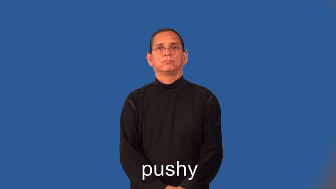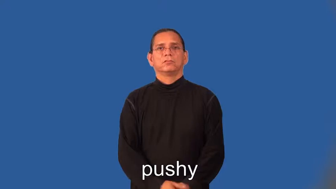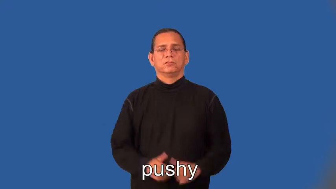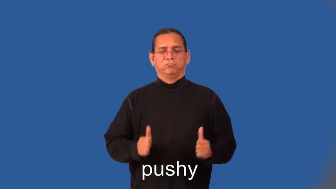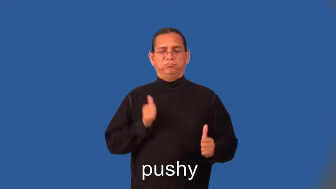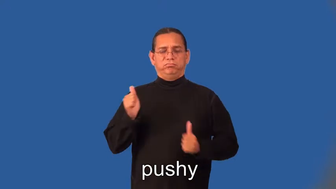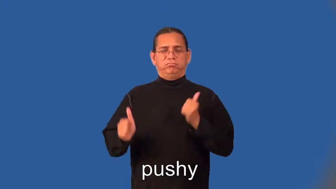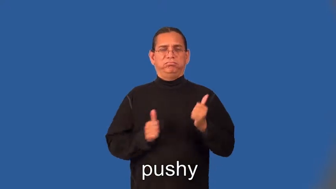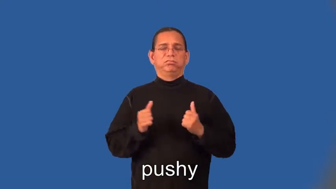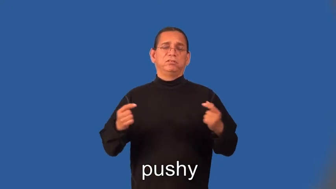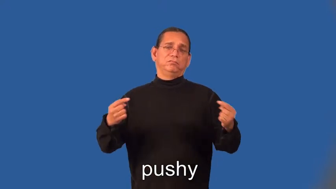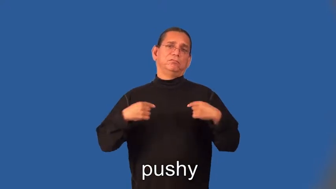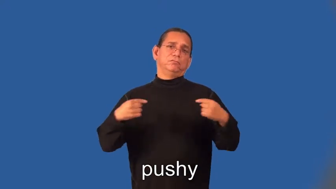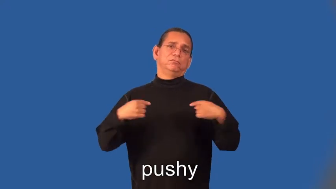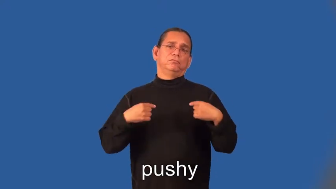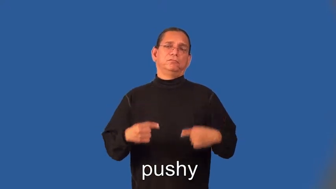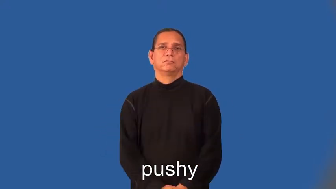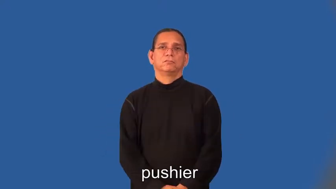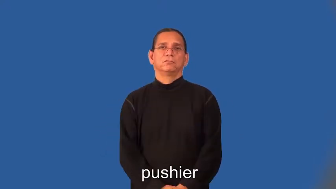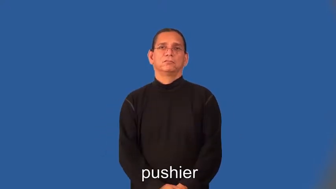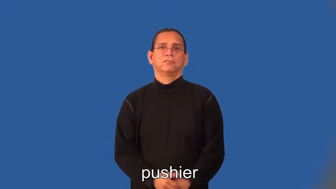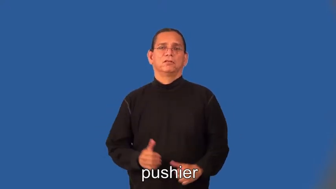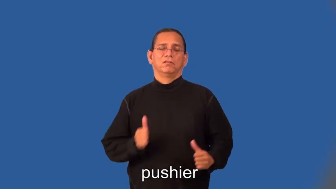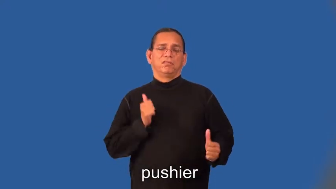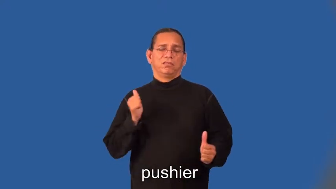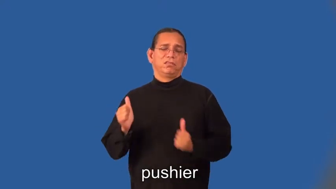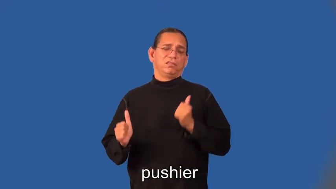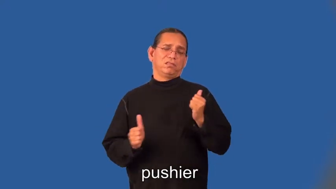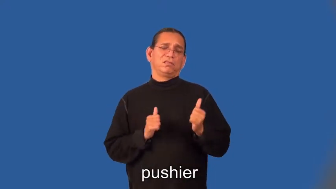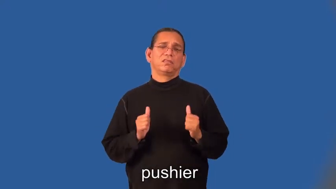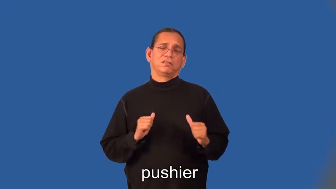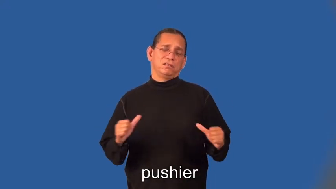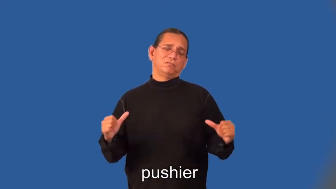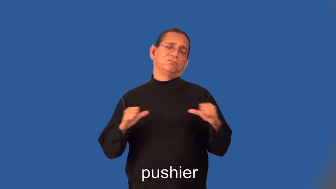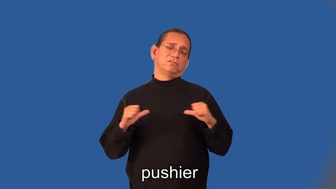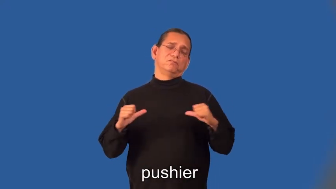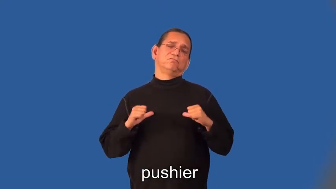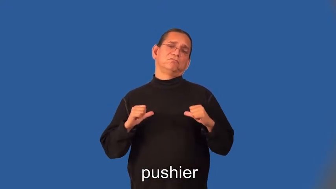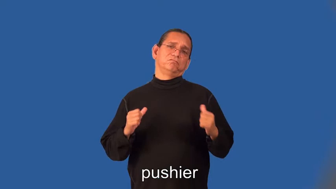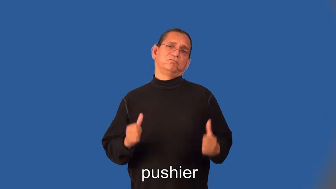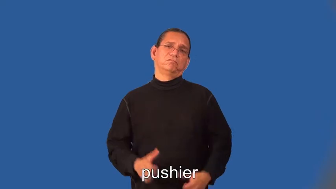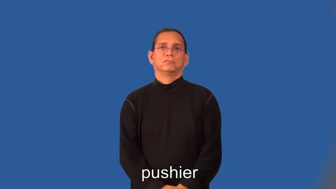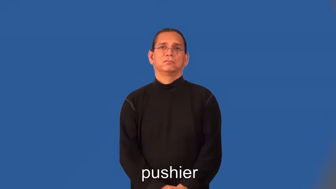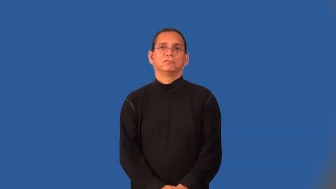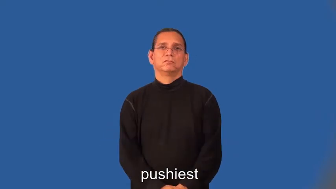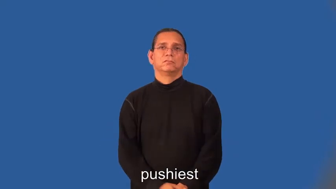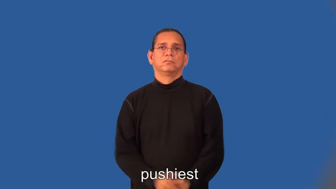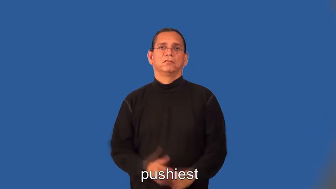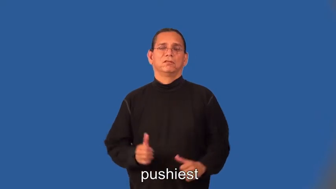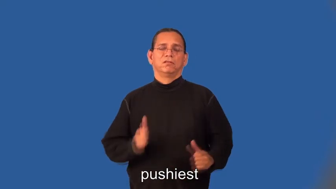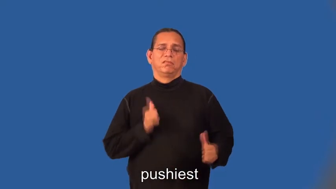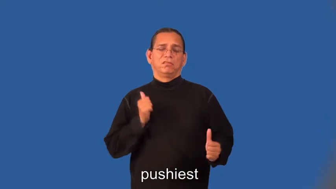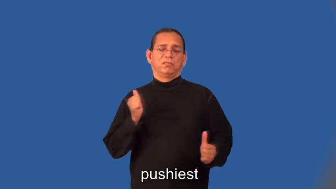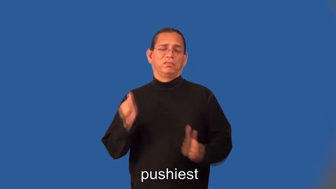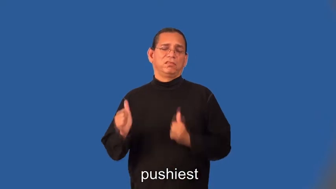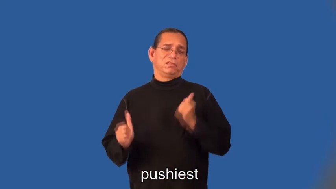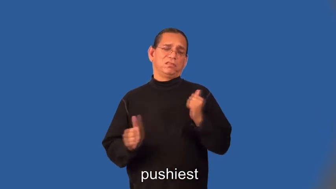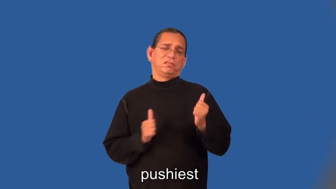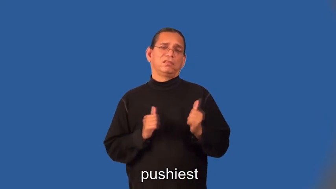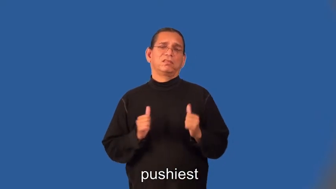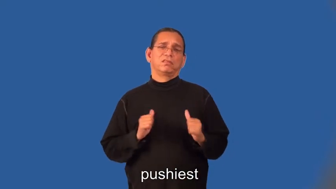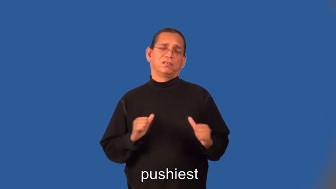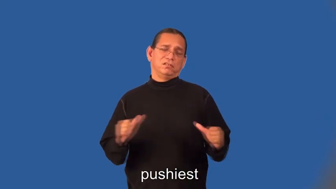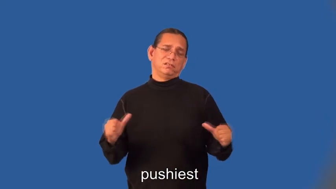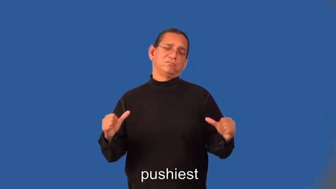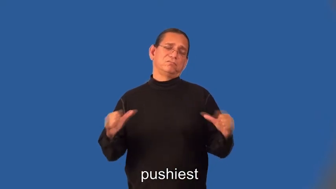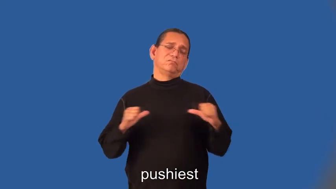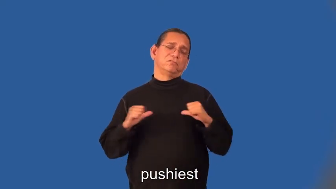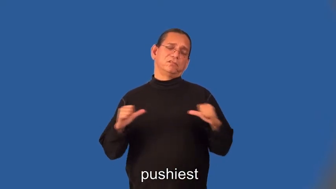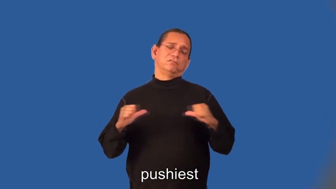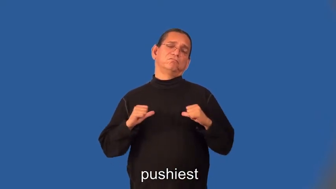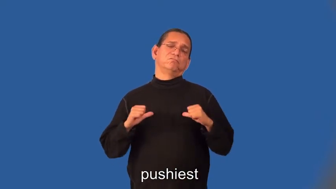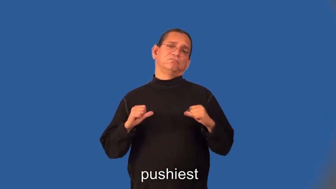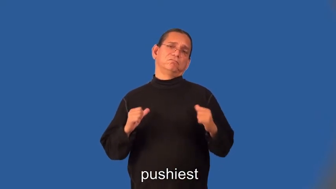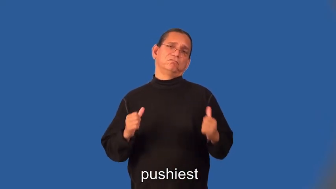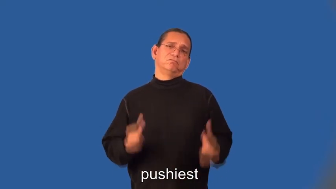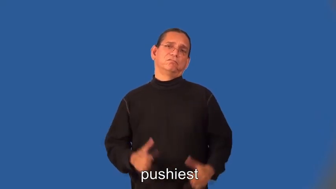pushier,pushiest